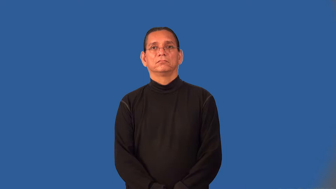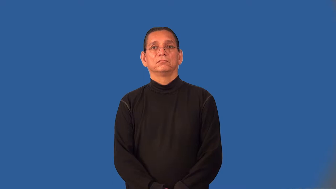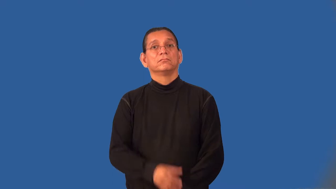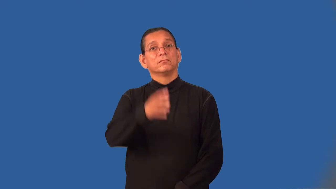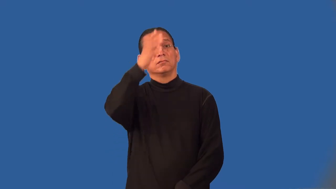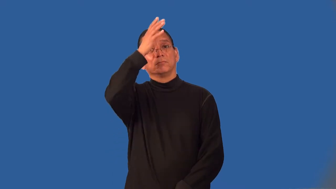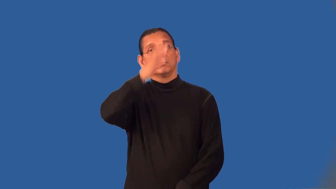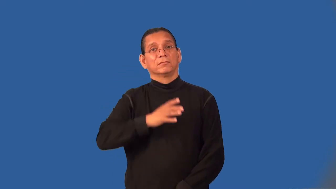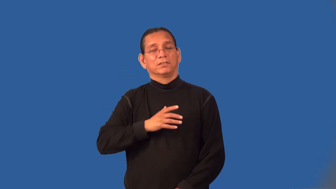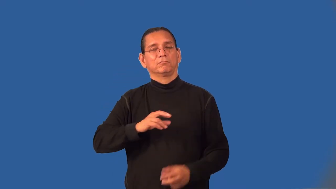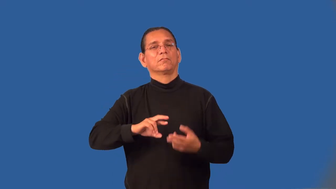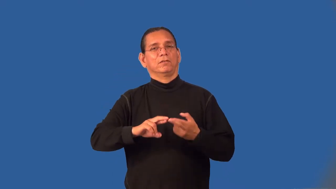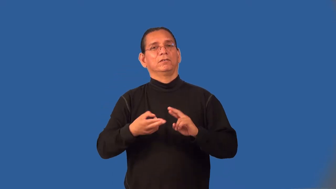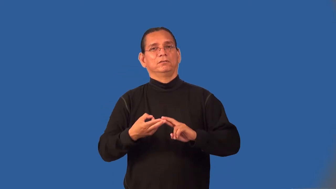kinsman